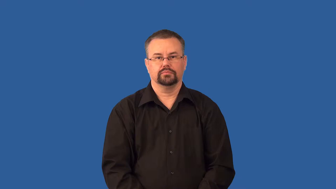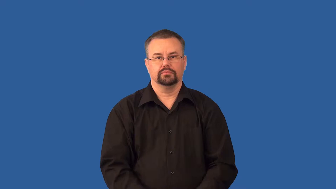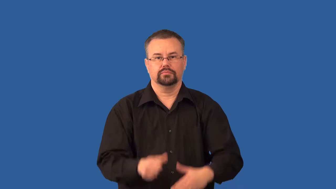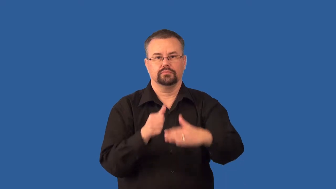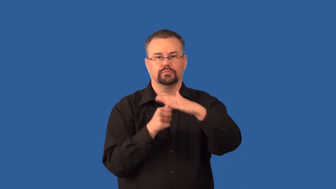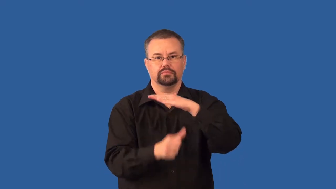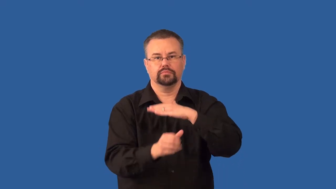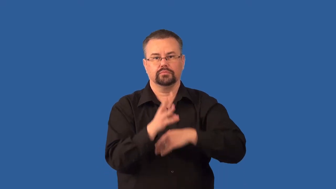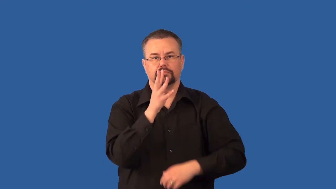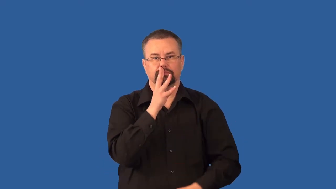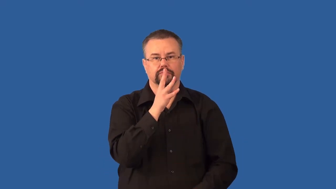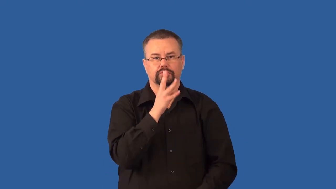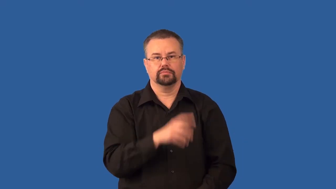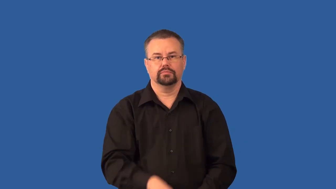subaquatic,submarine